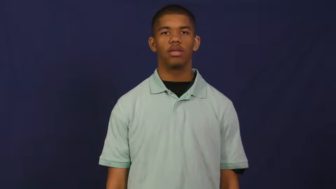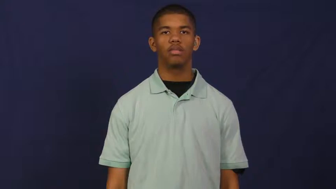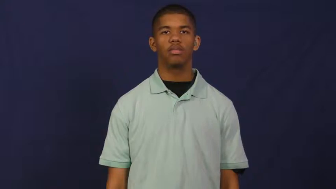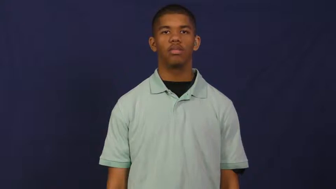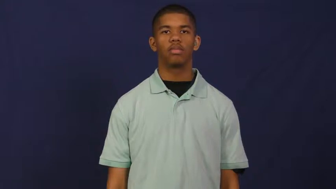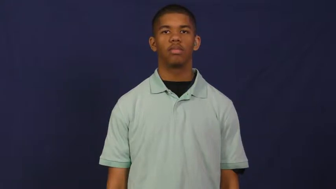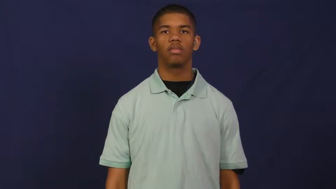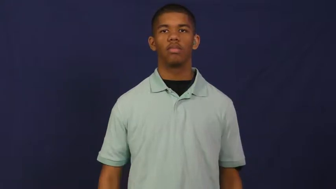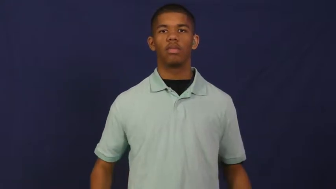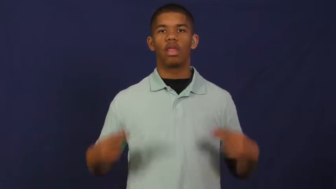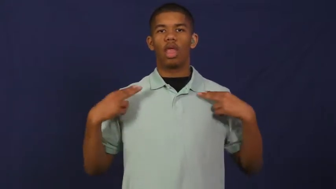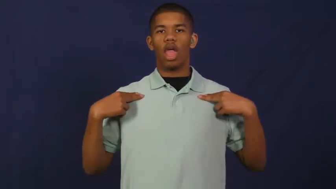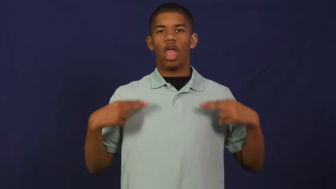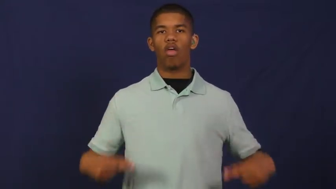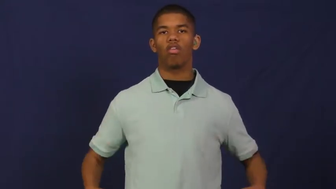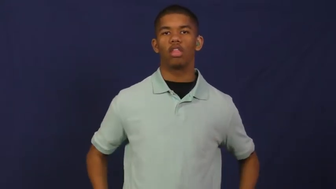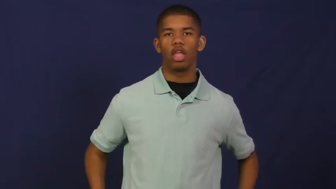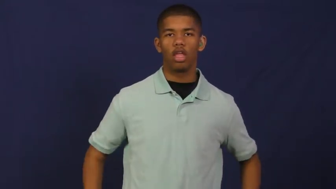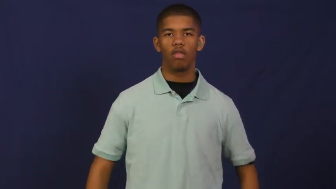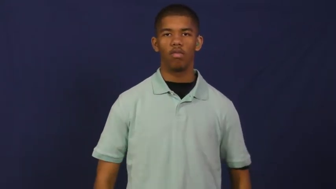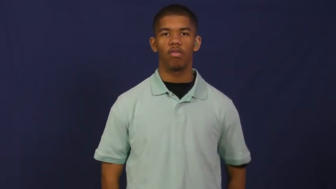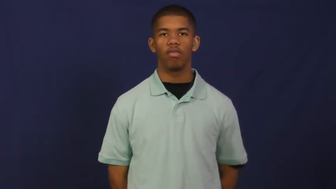health